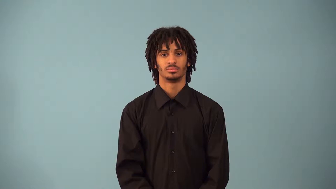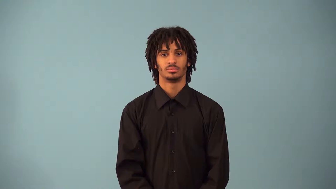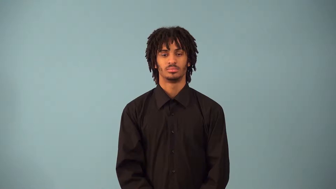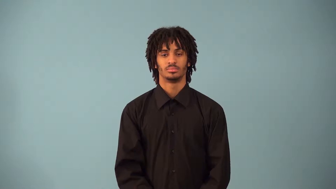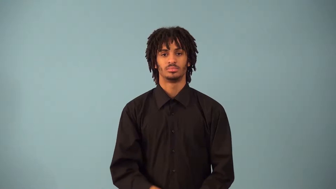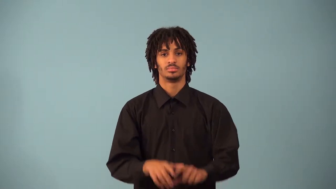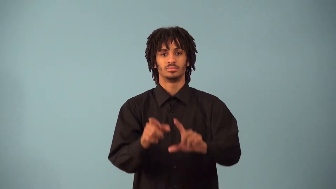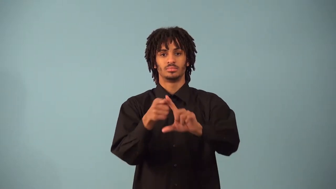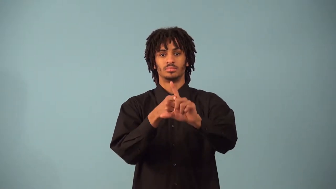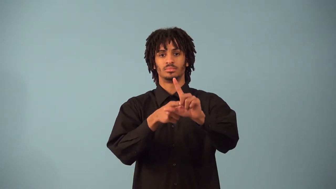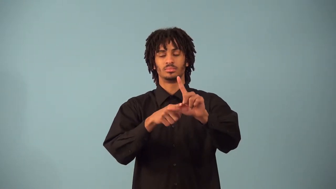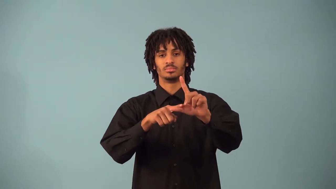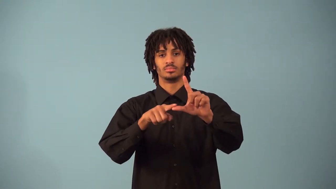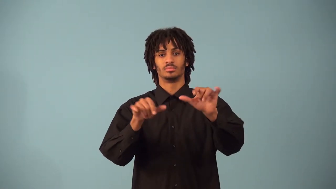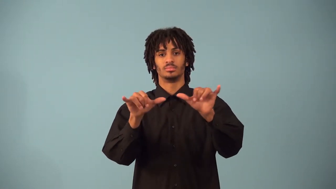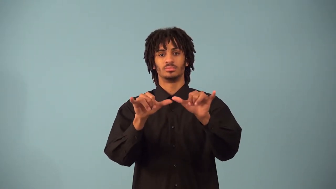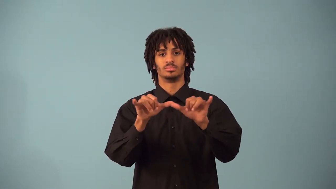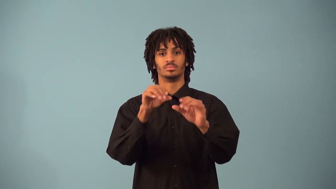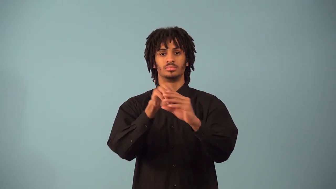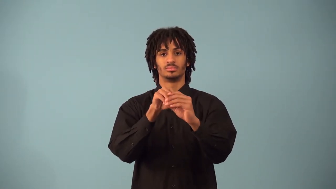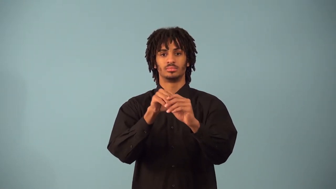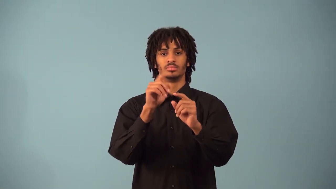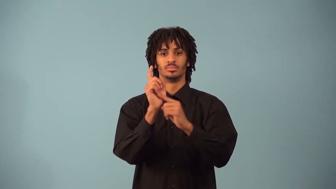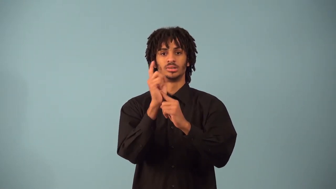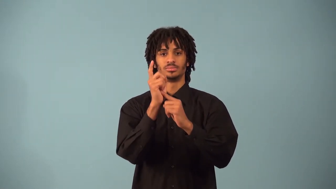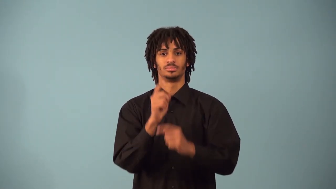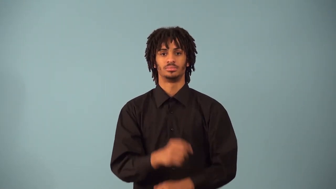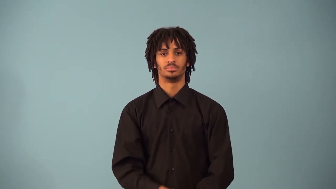second-angles